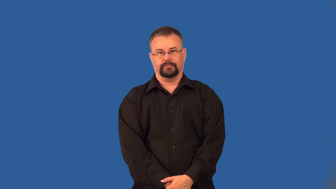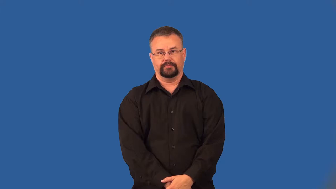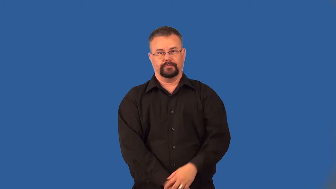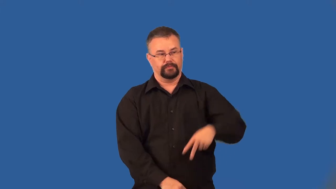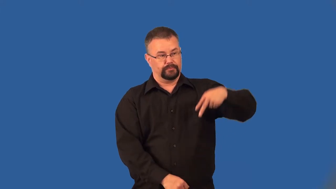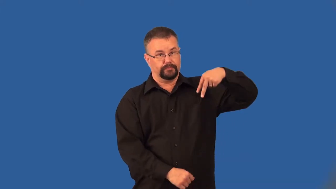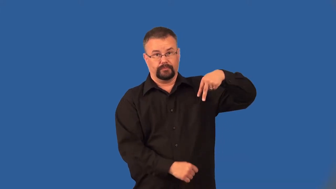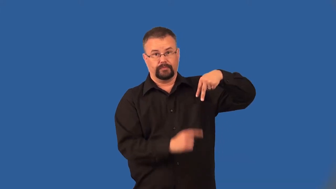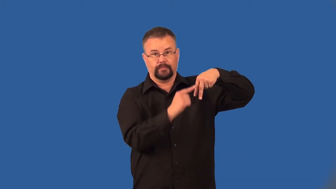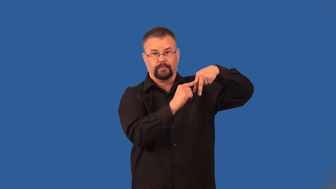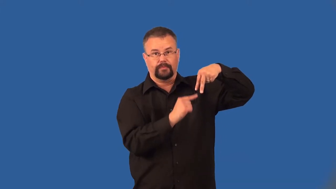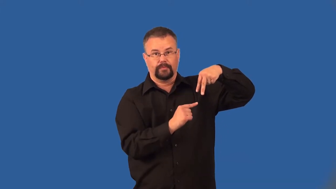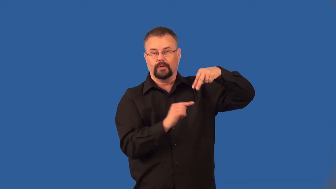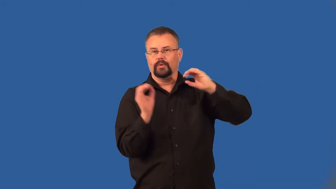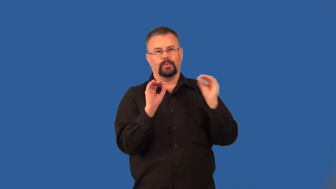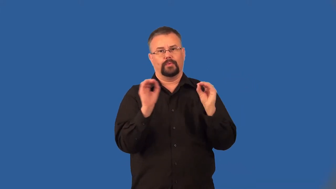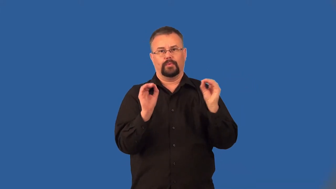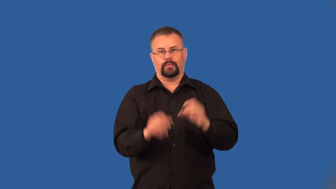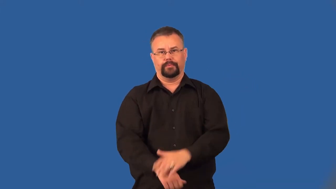legless